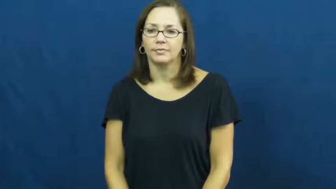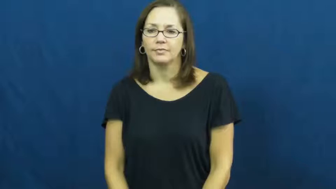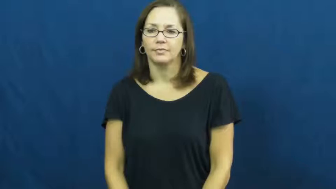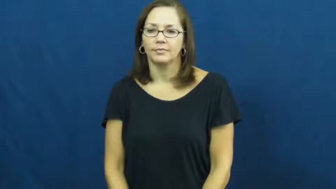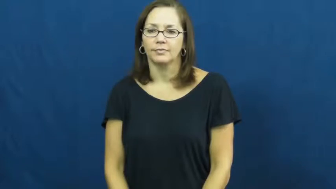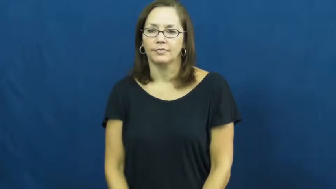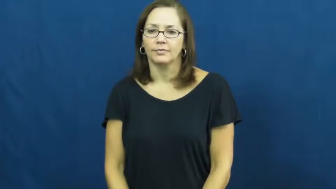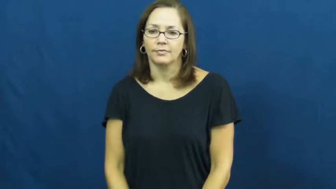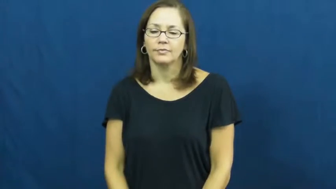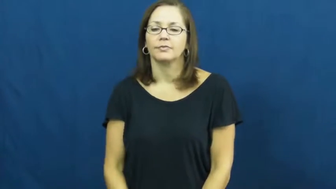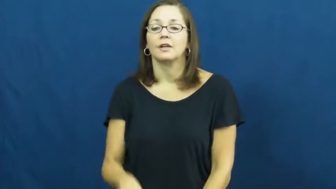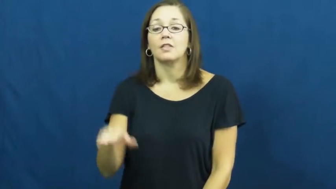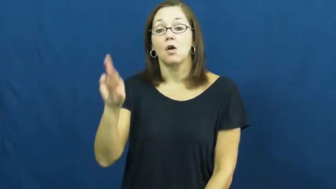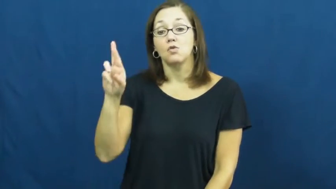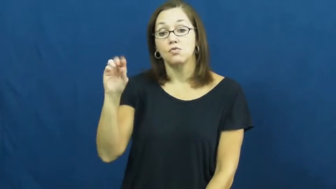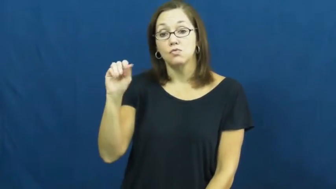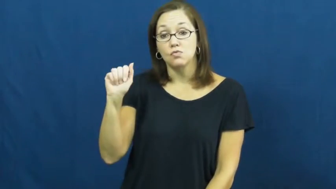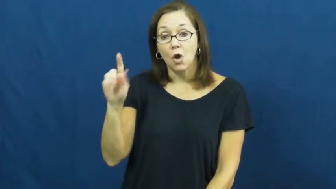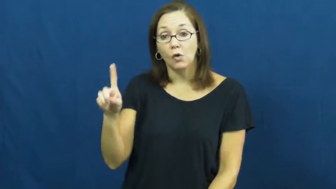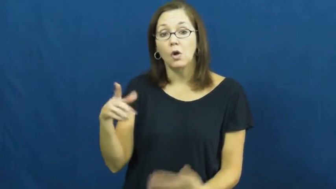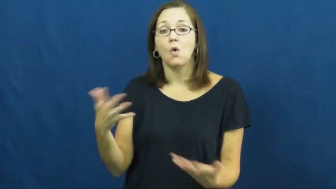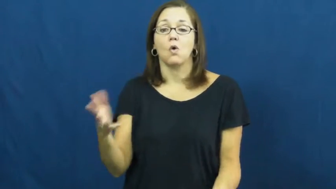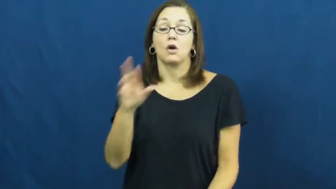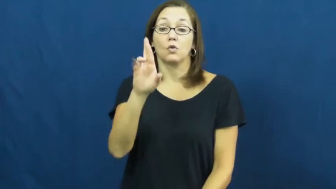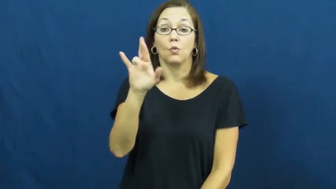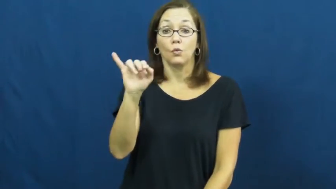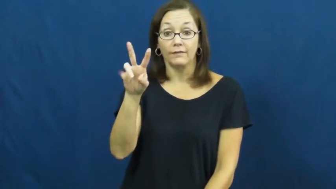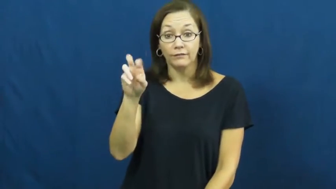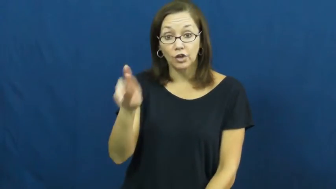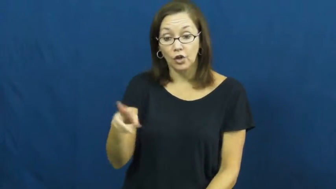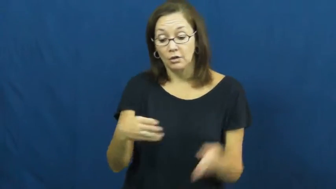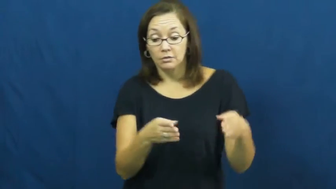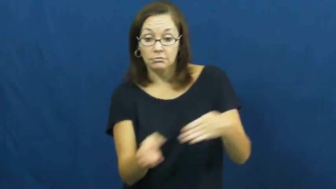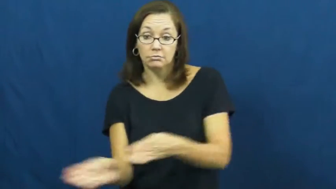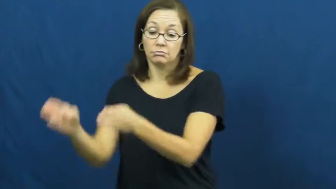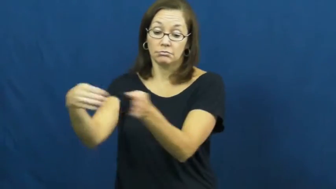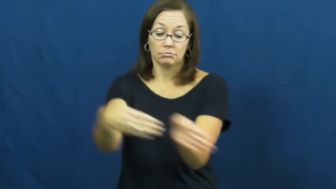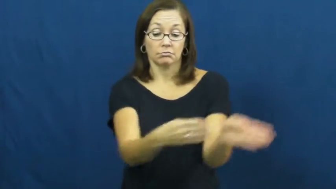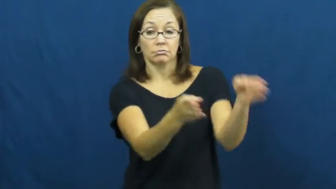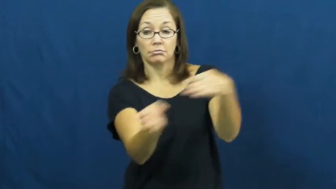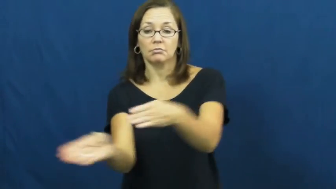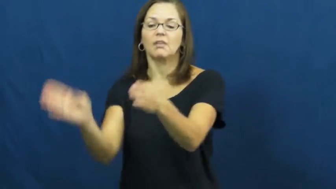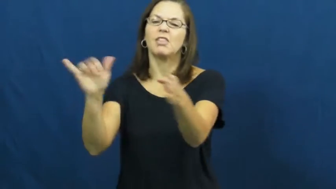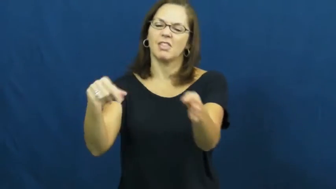sinuous